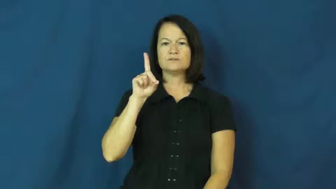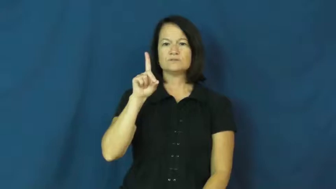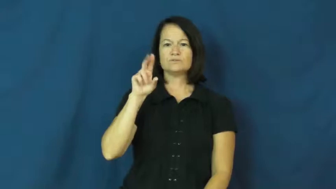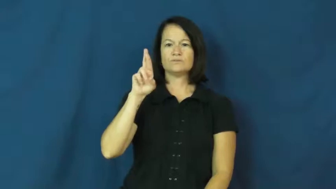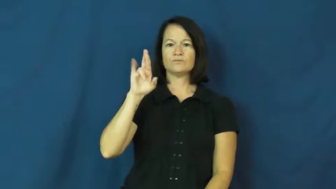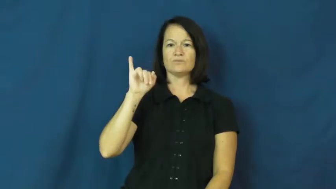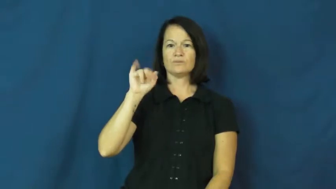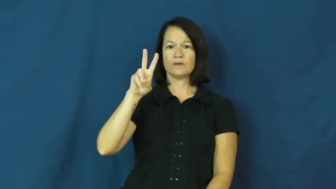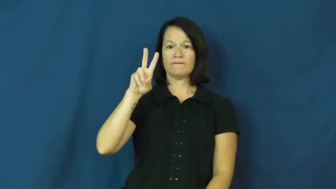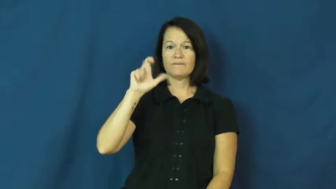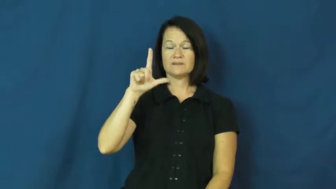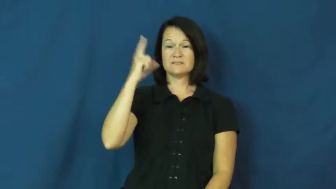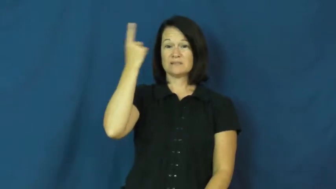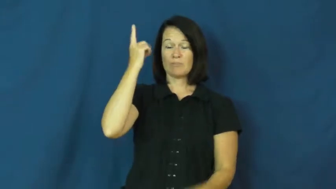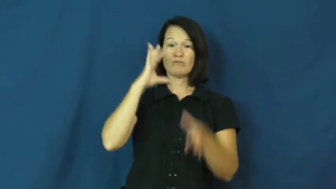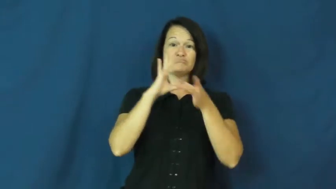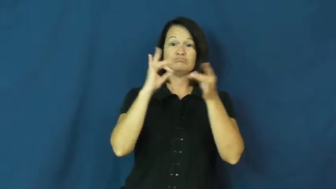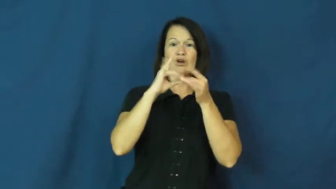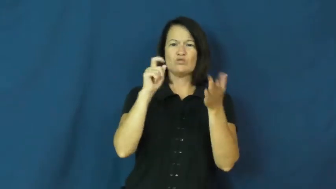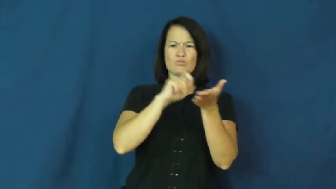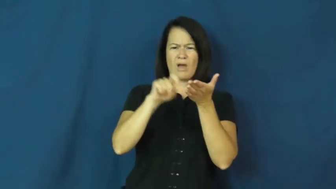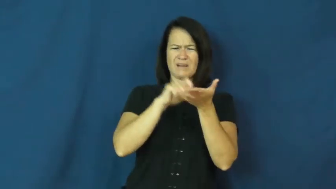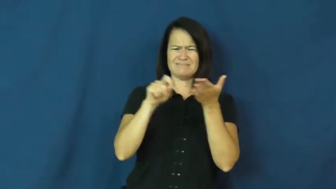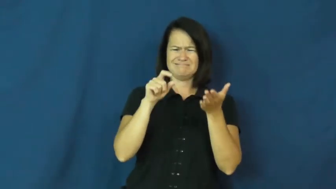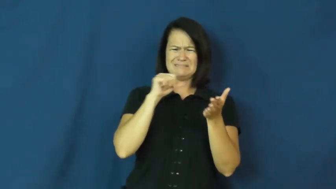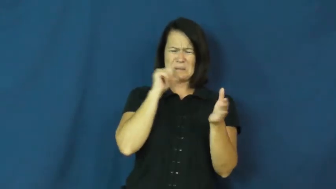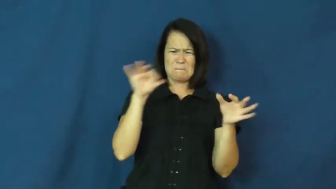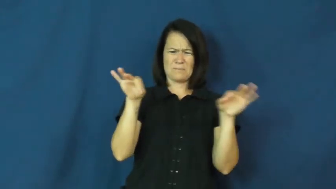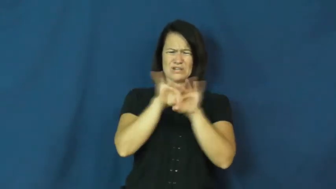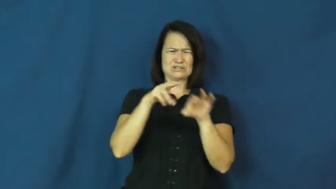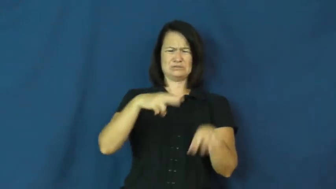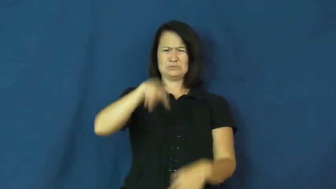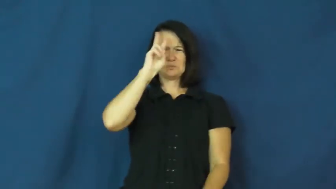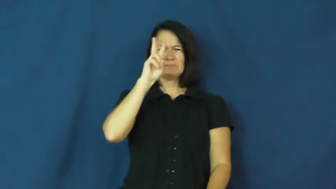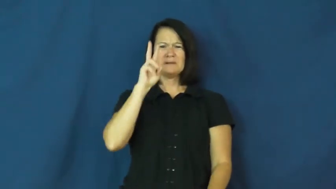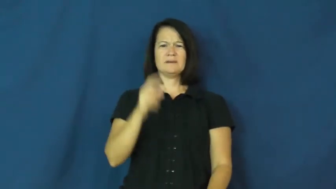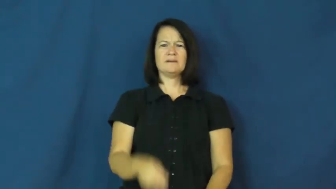drivel